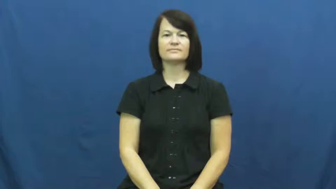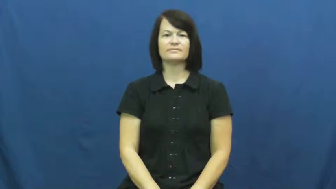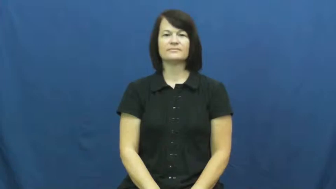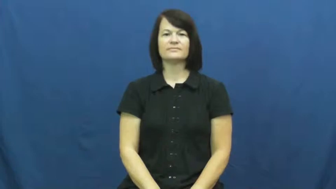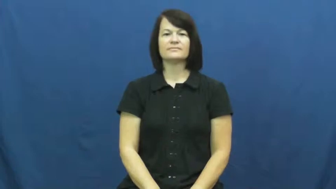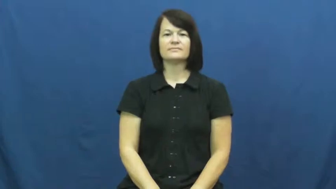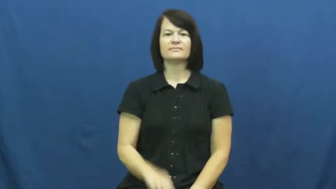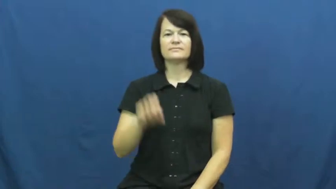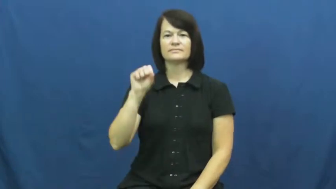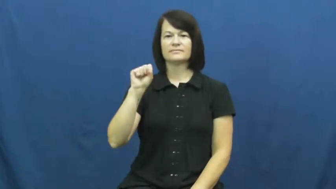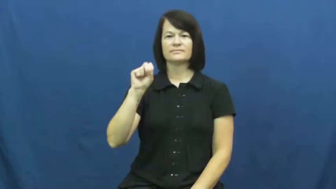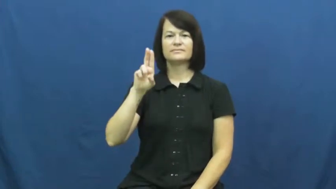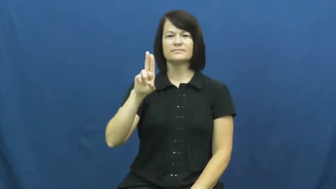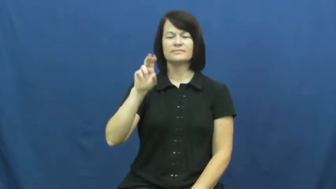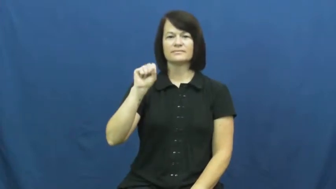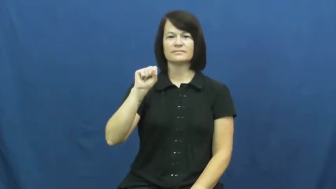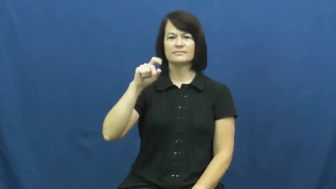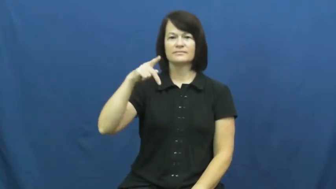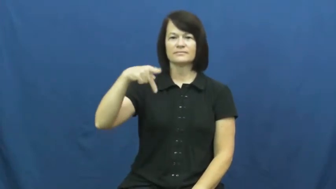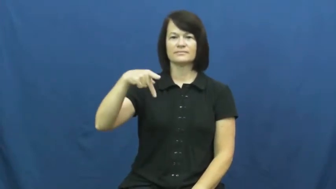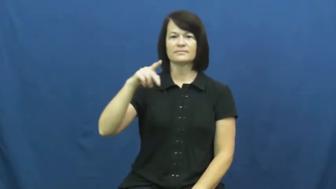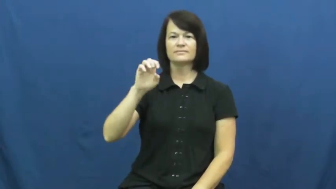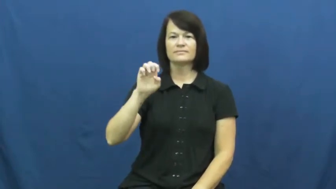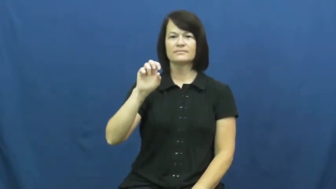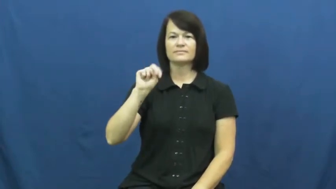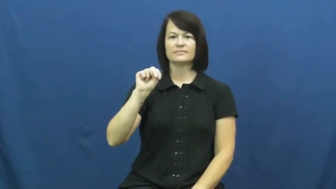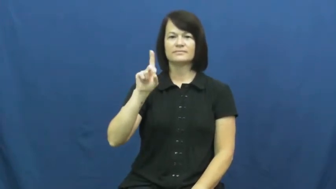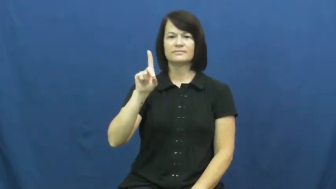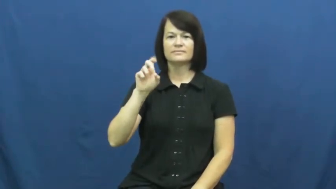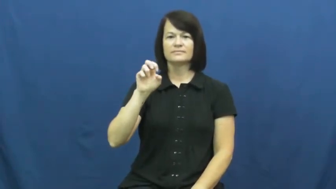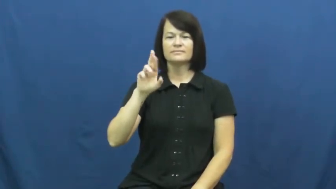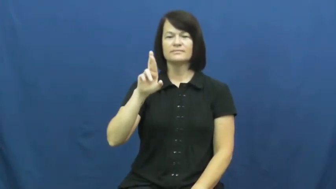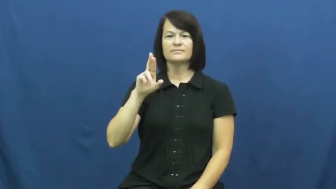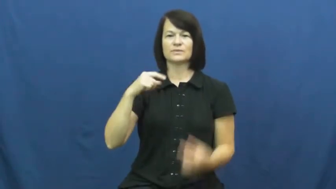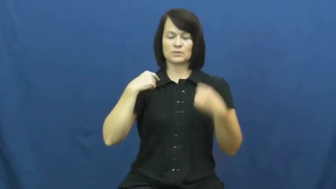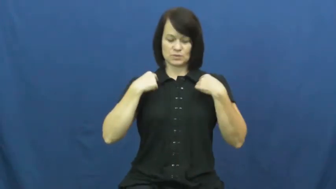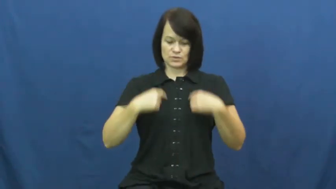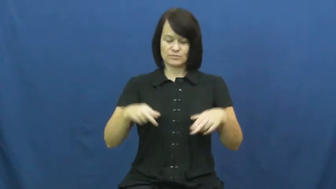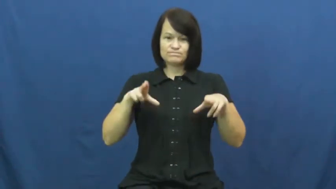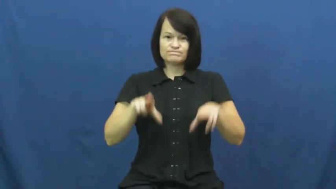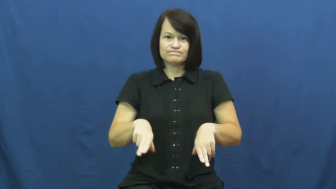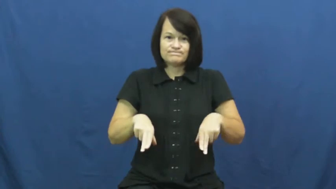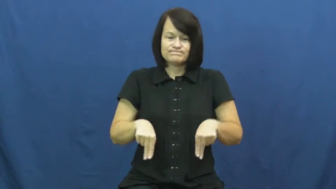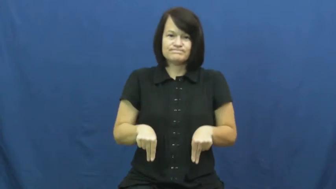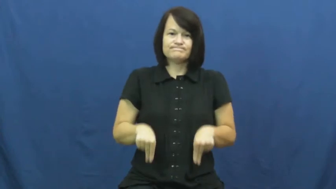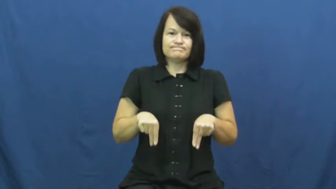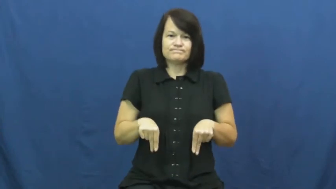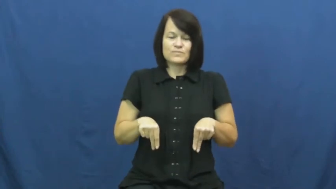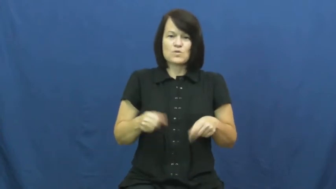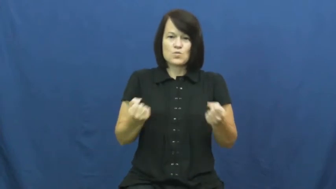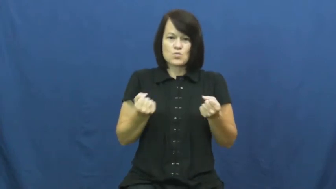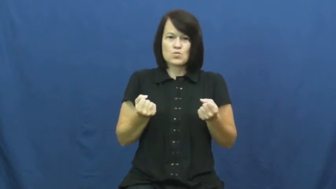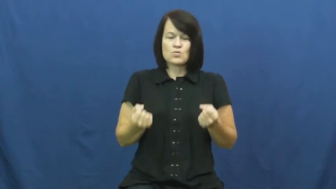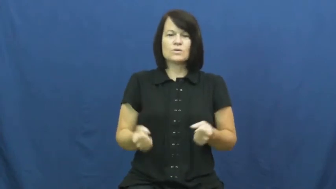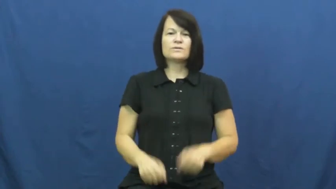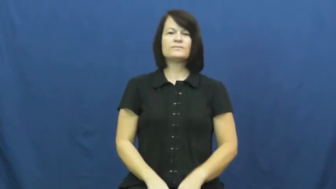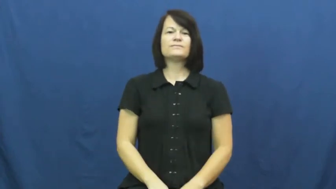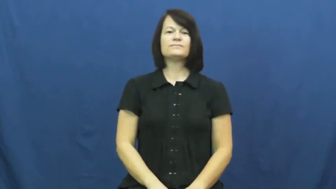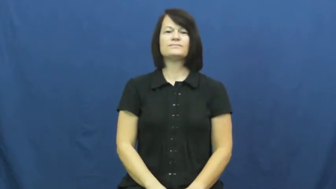suspender